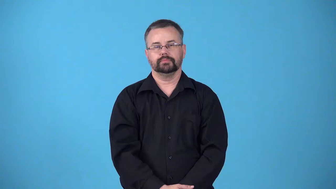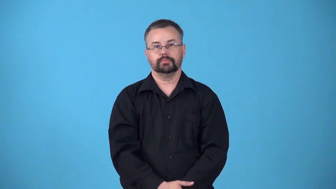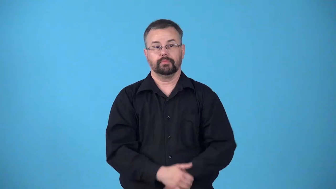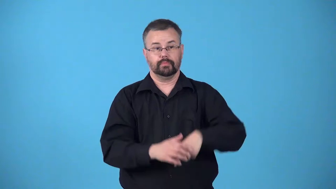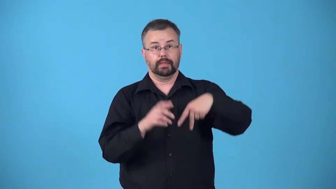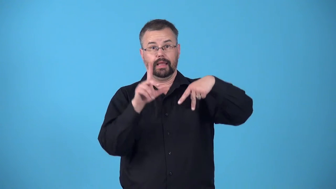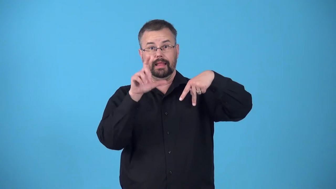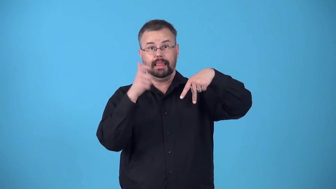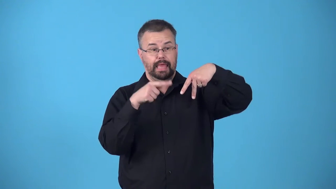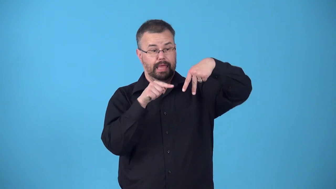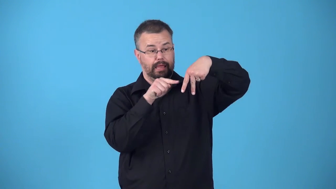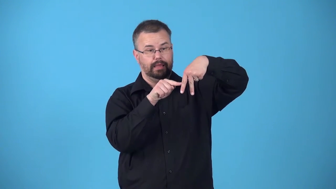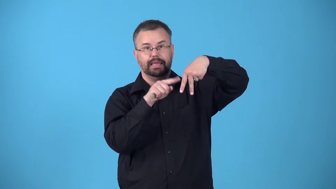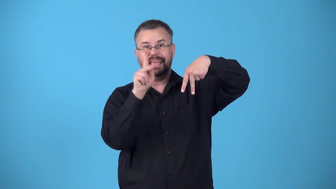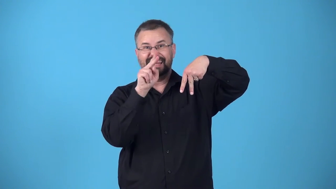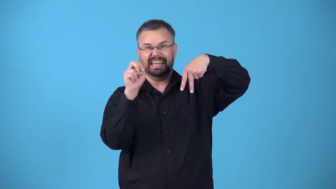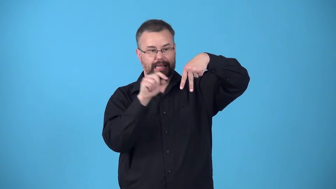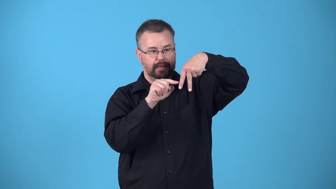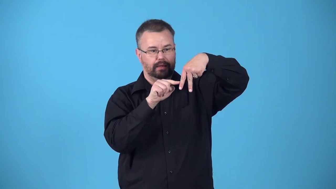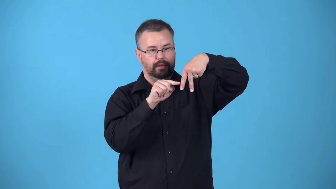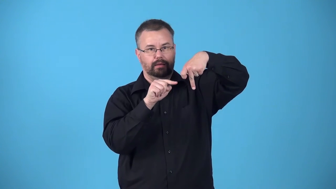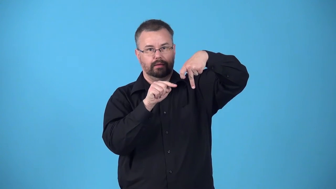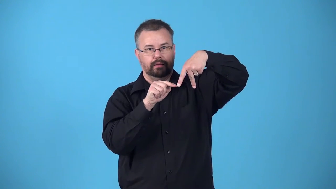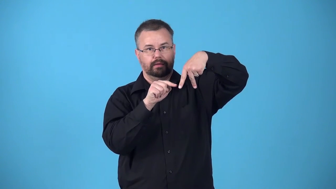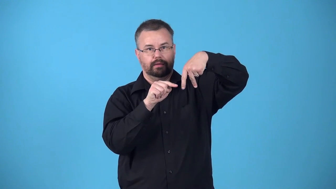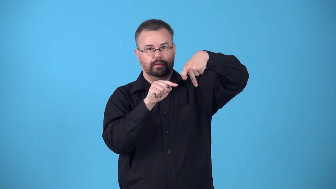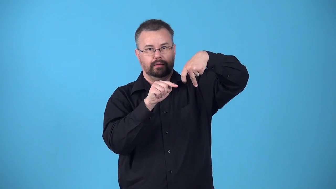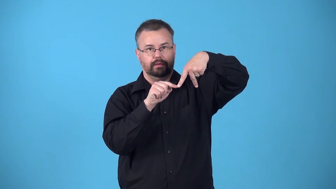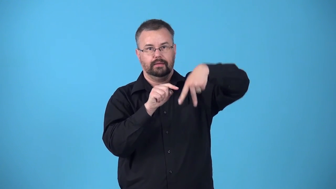bend-leg